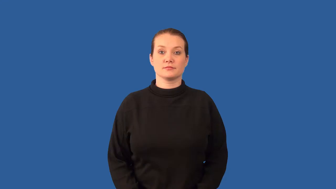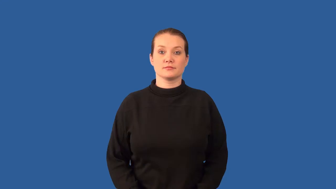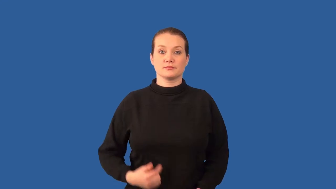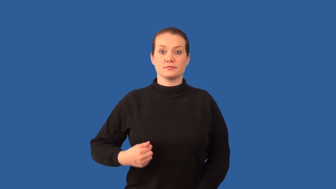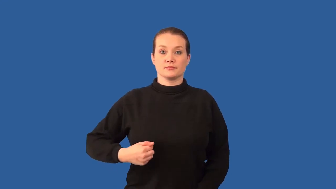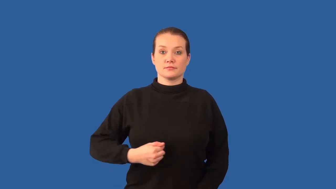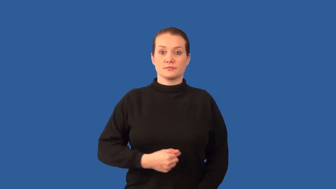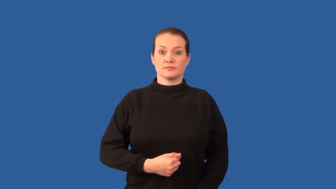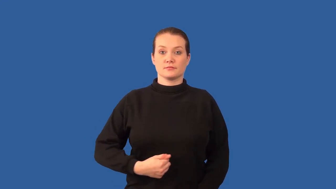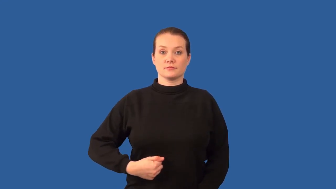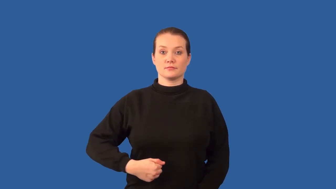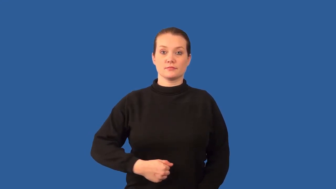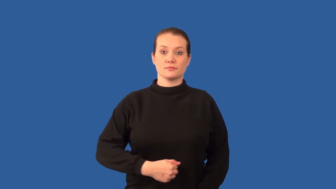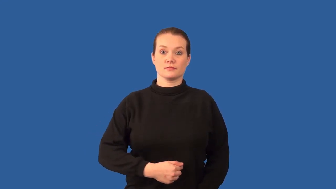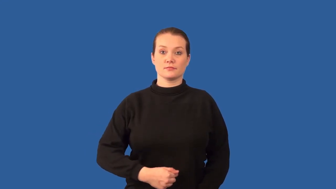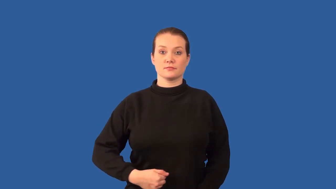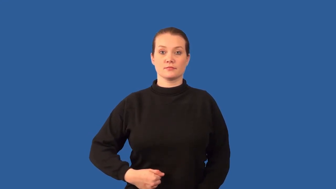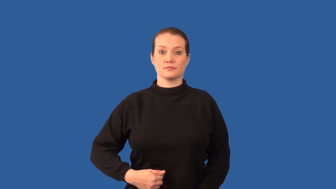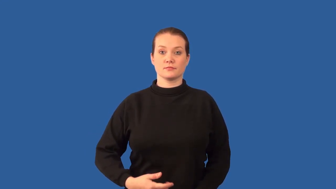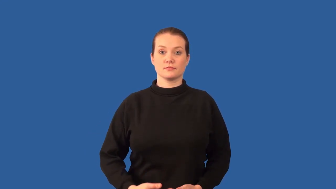entrails